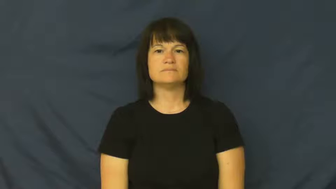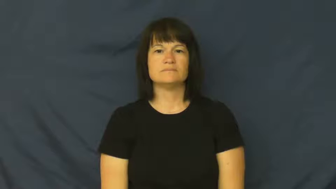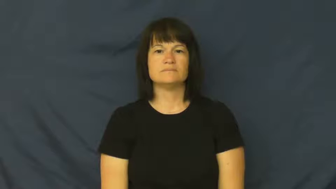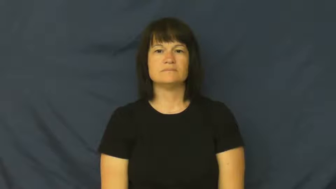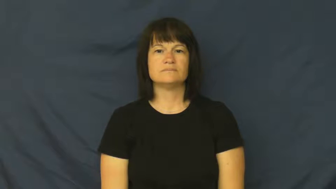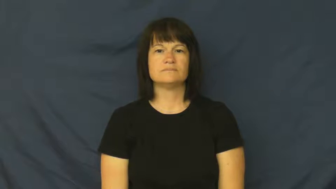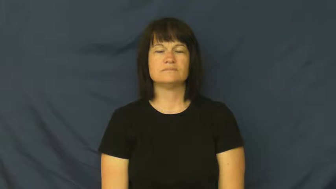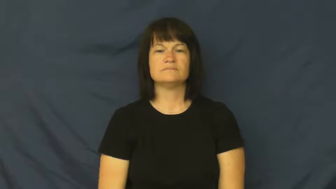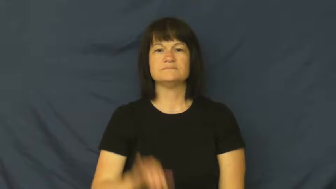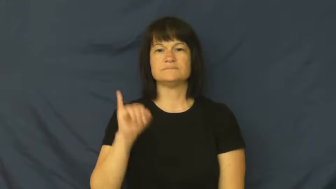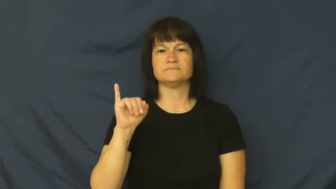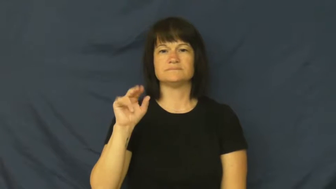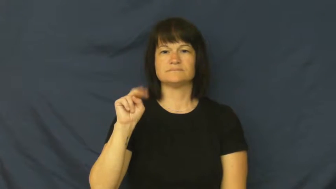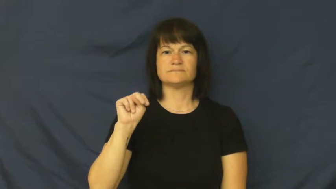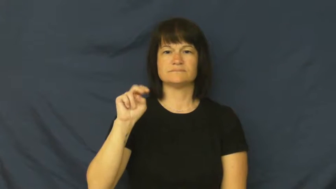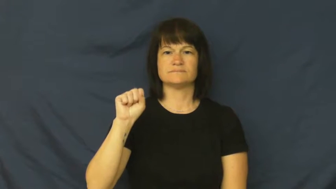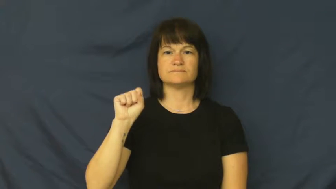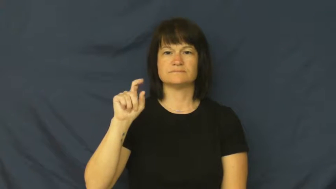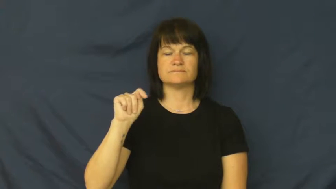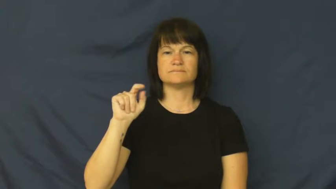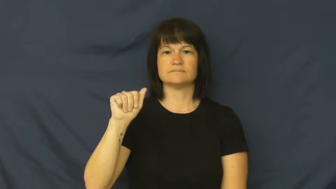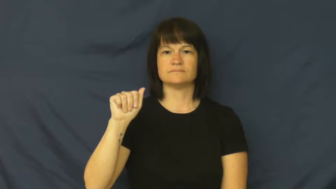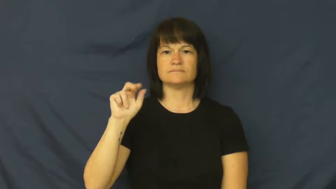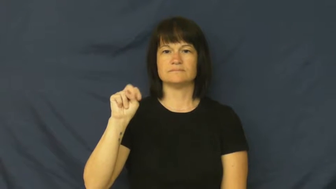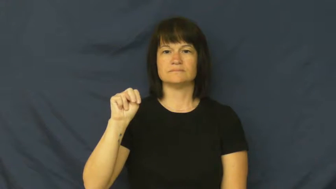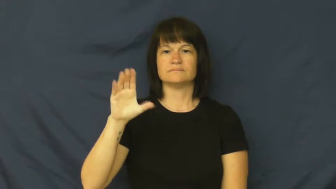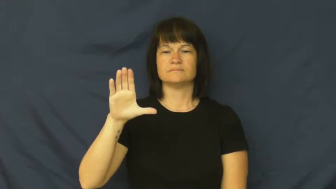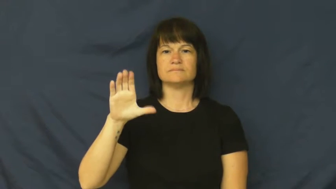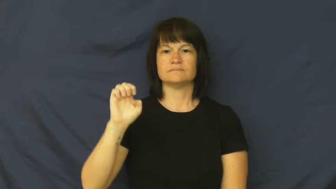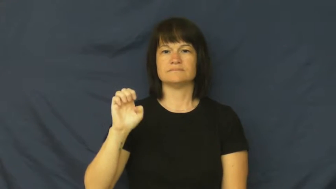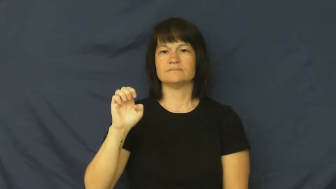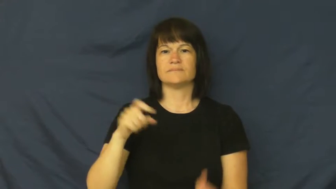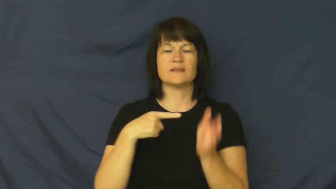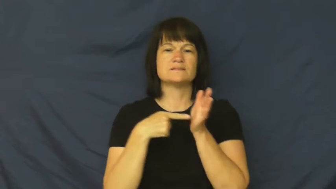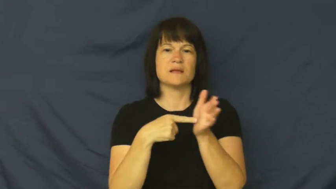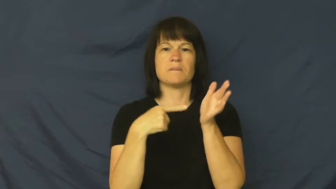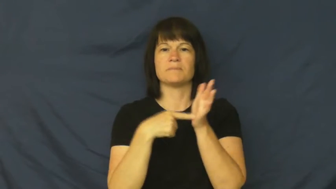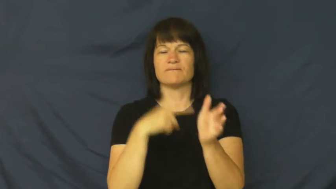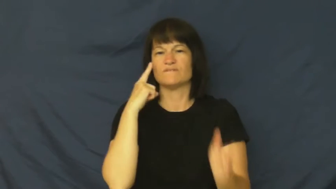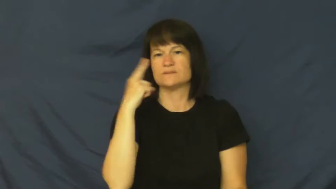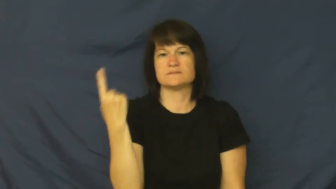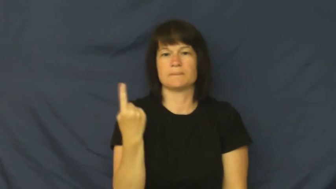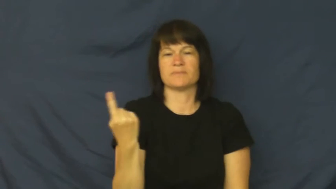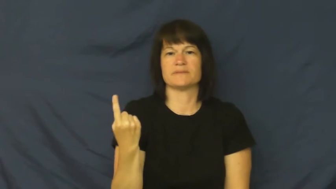instance